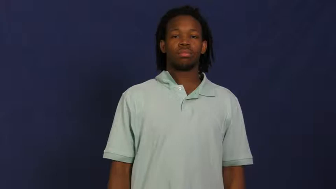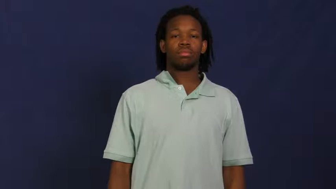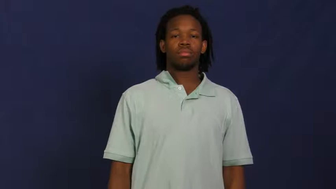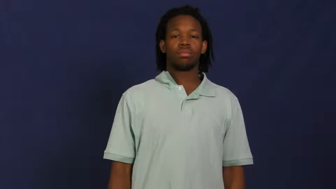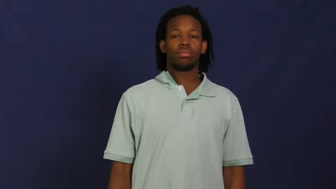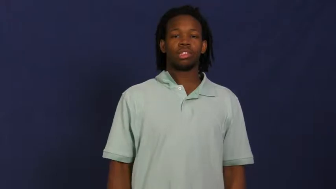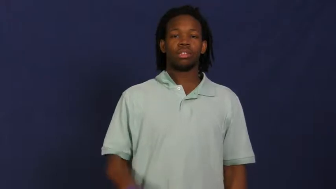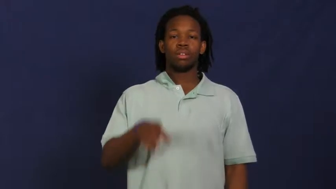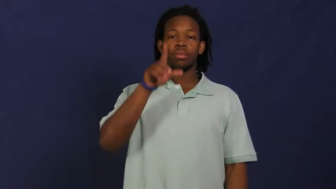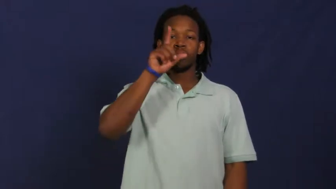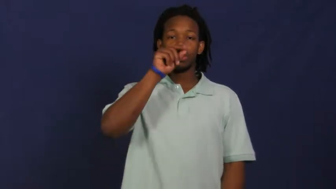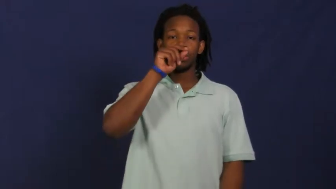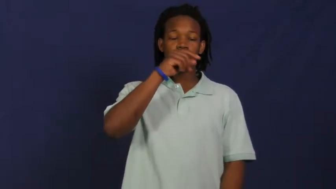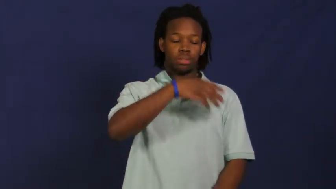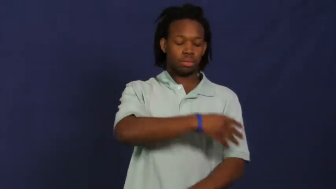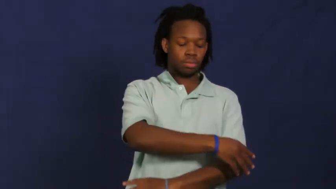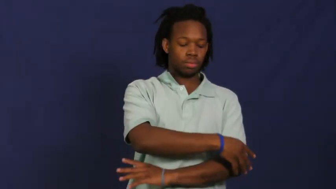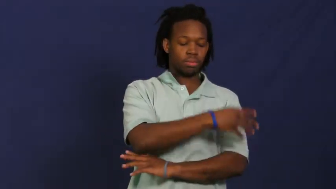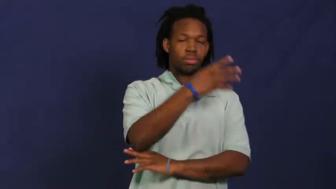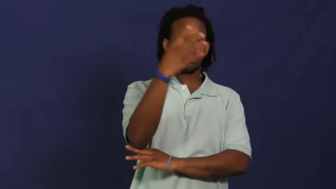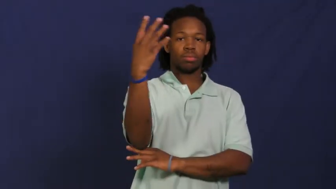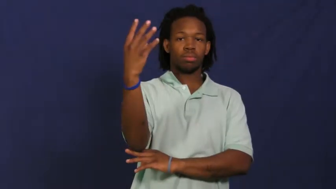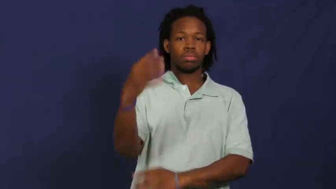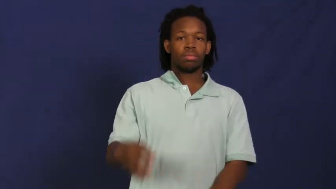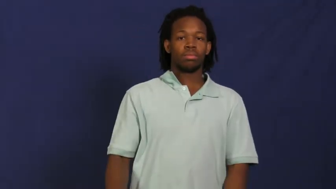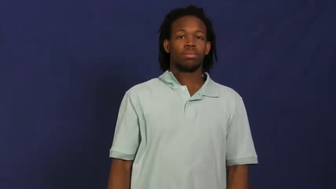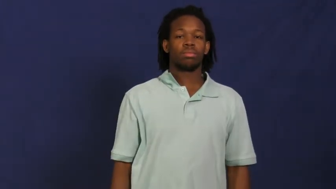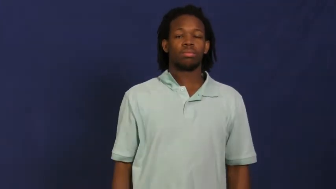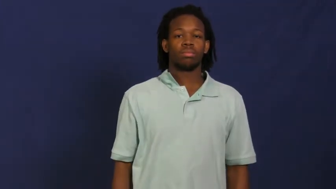peacock